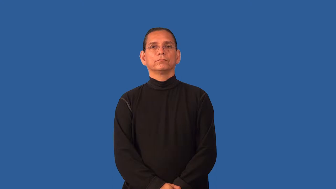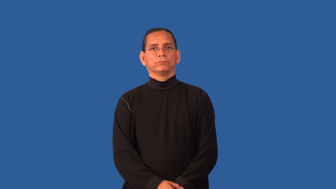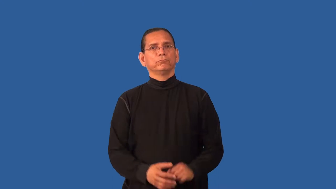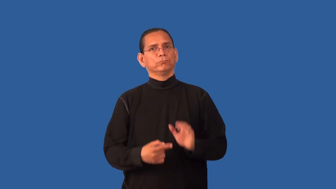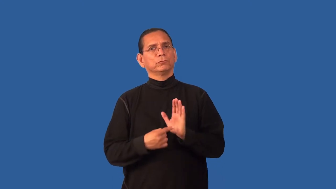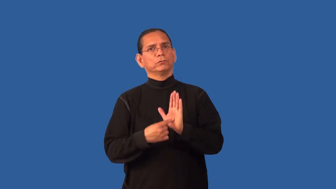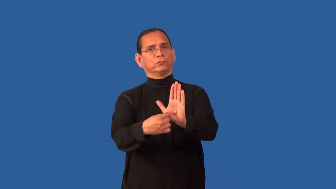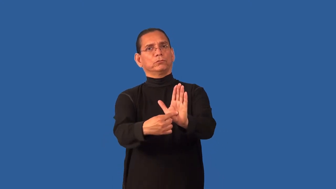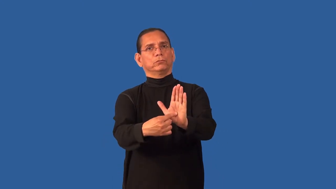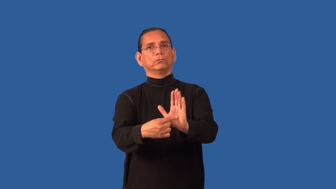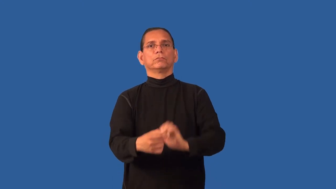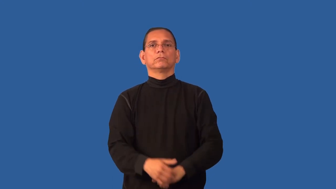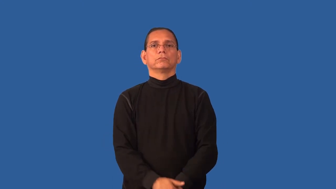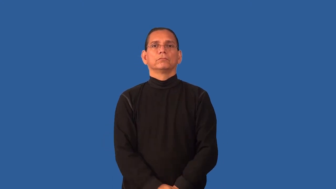feature-show prominently